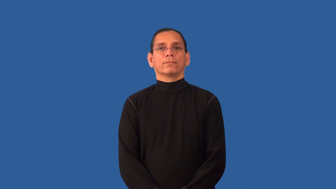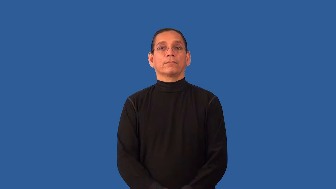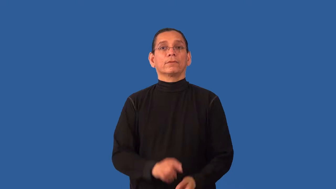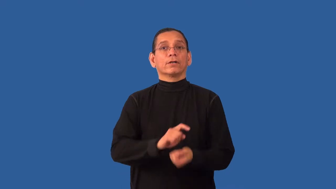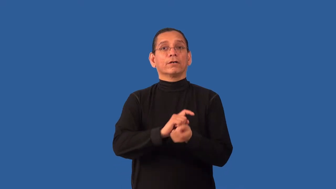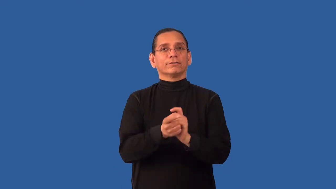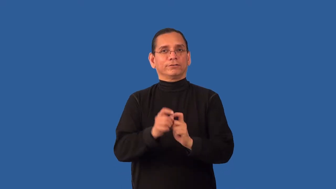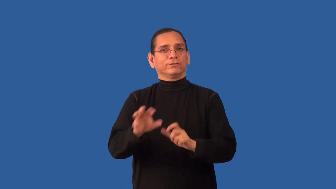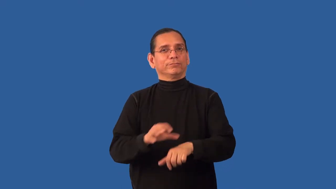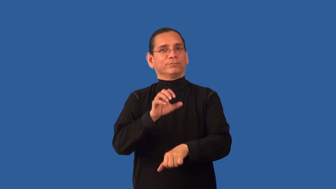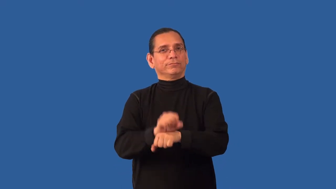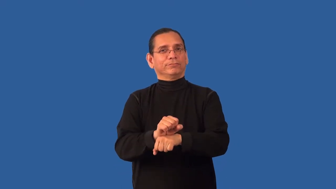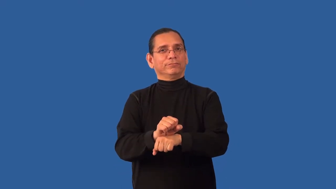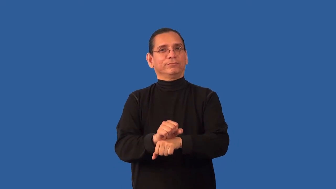reschedule-appointment